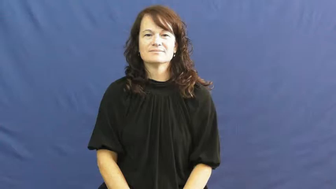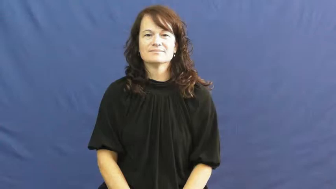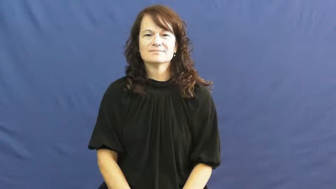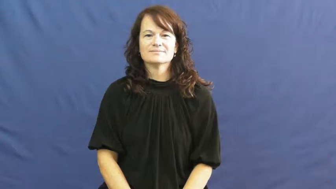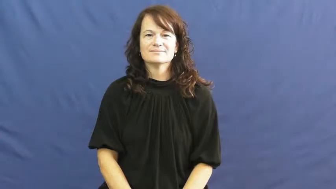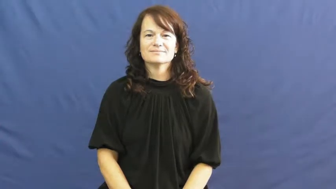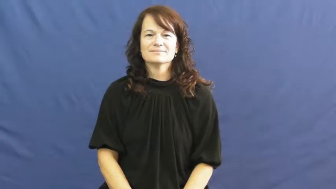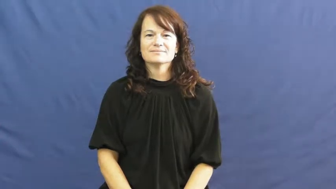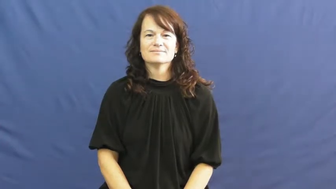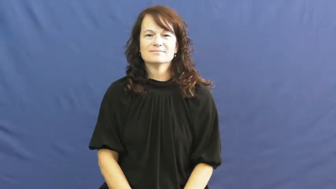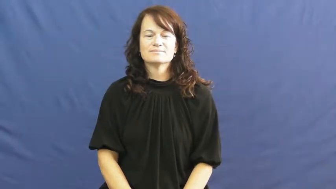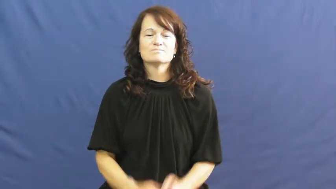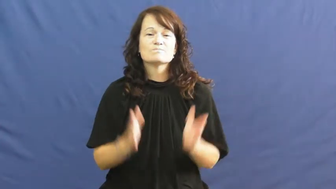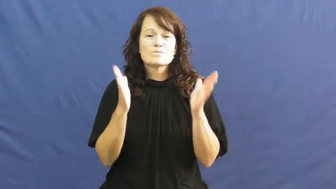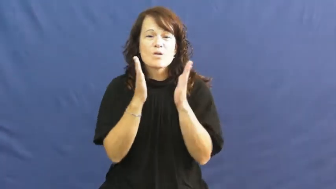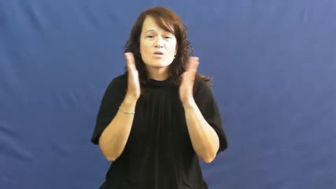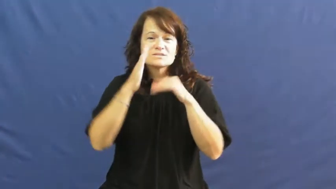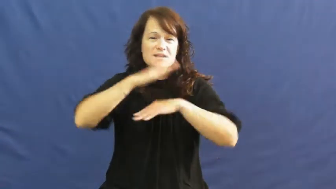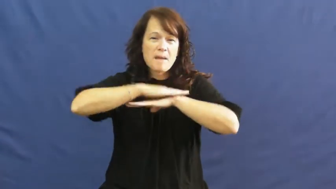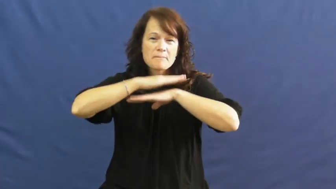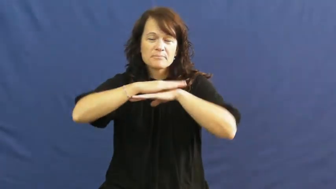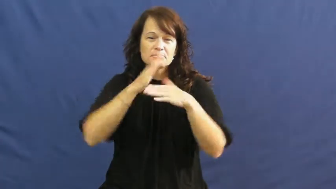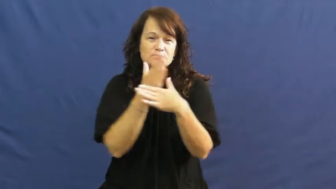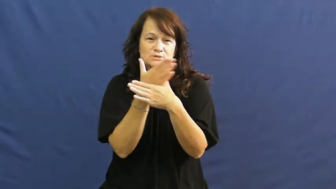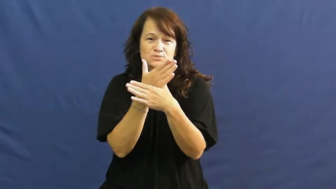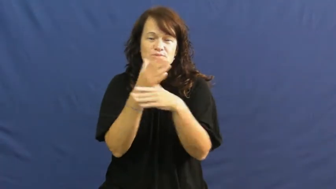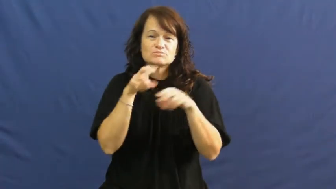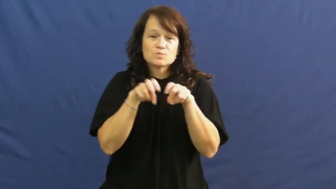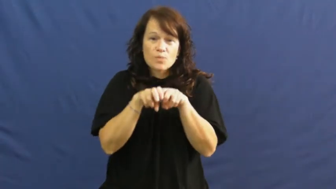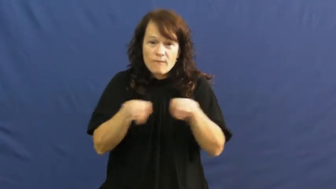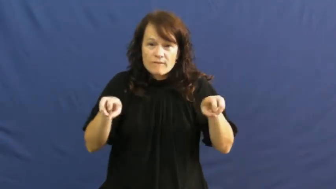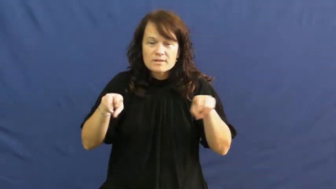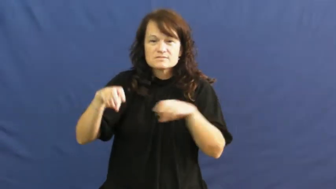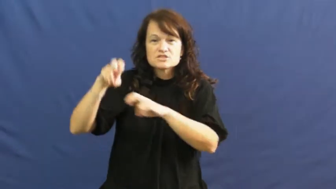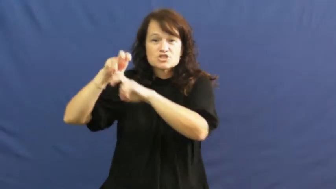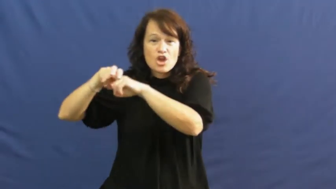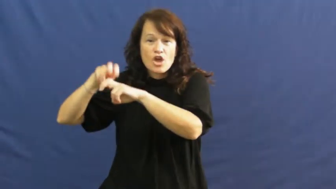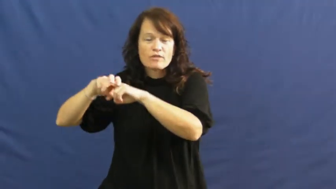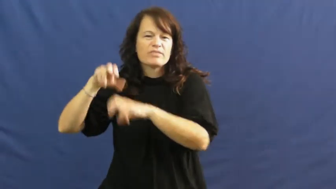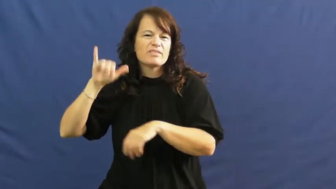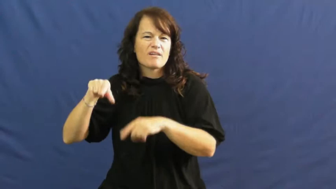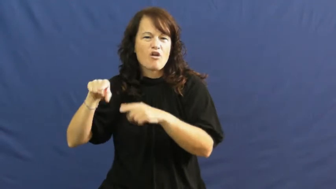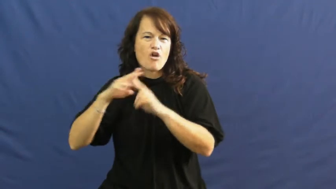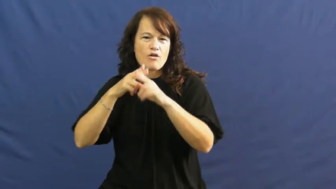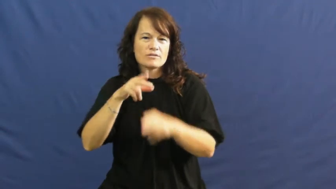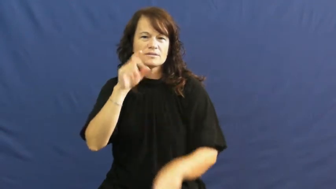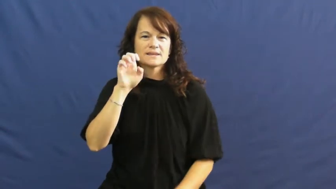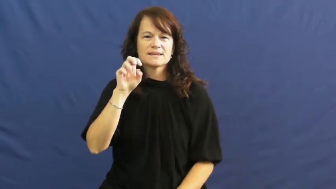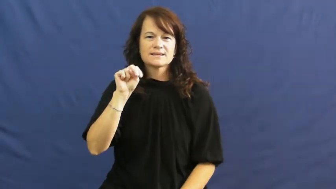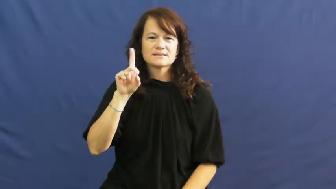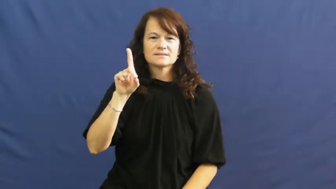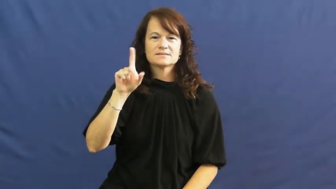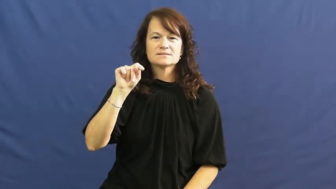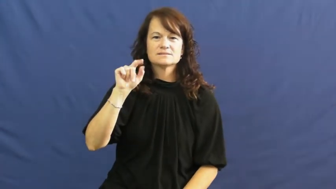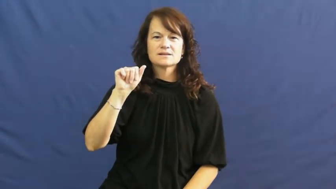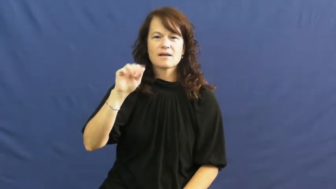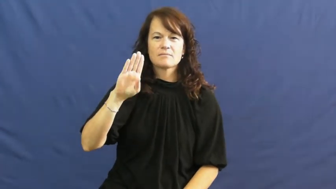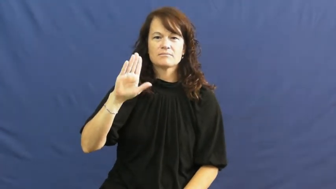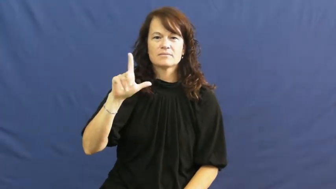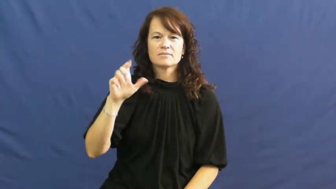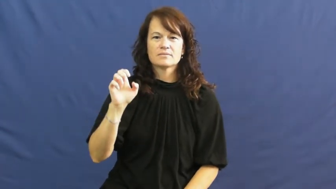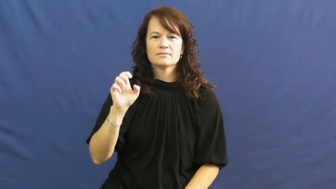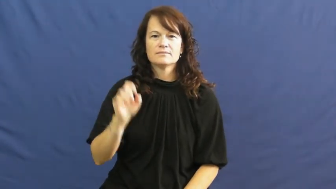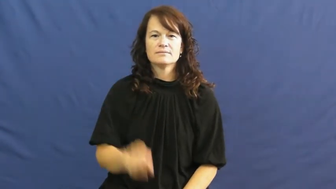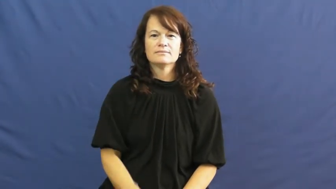endtable